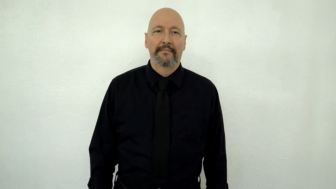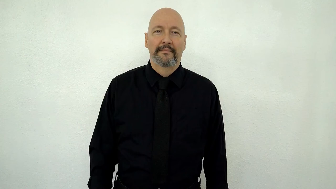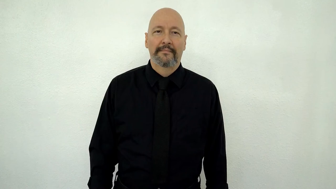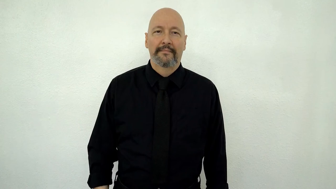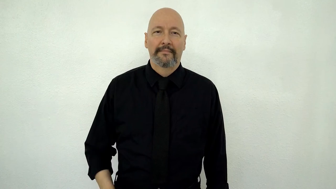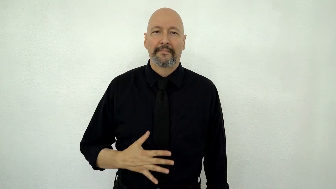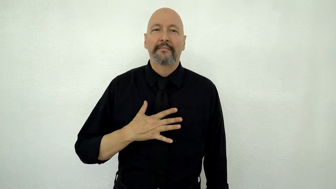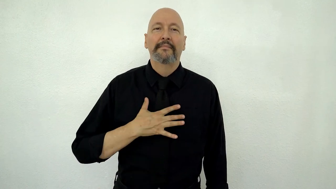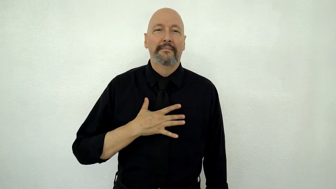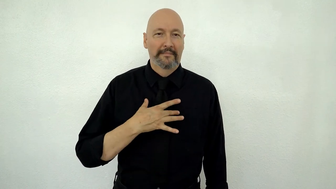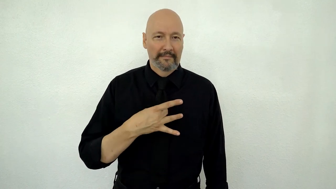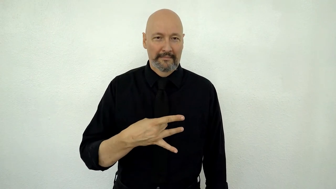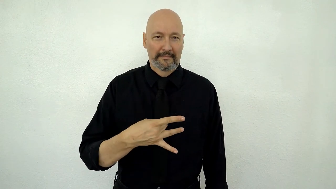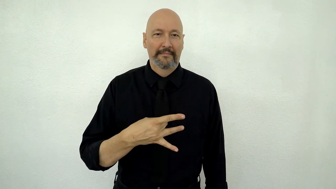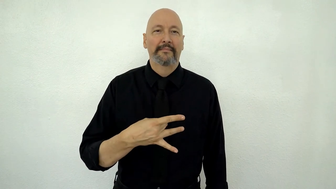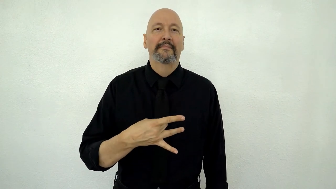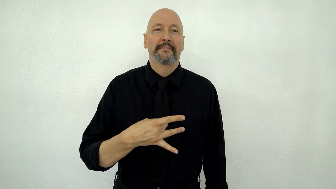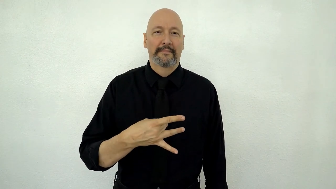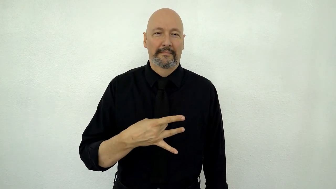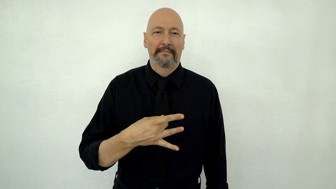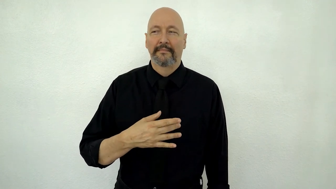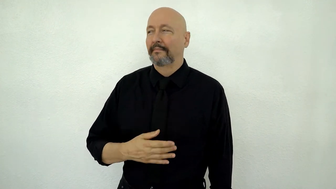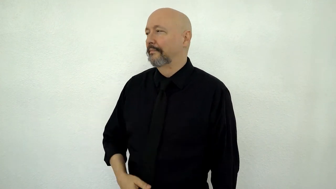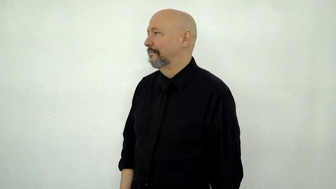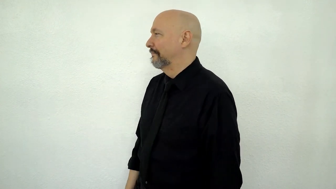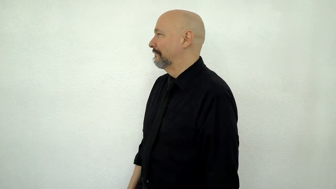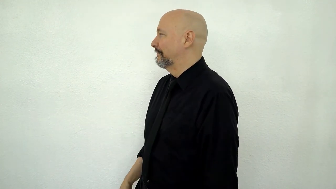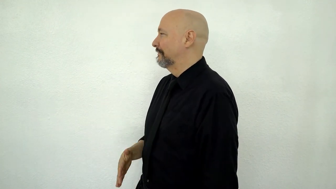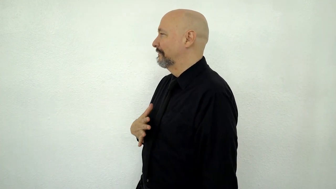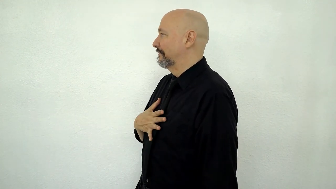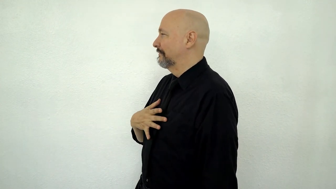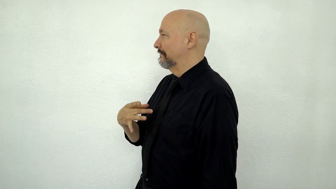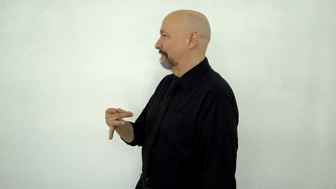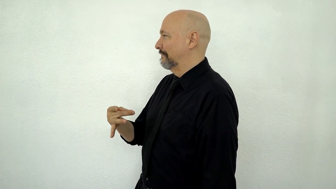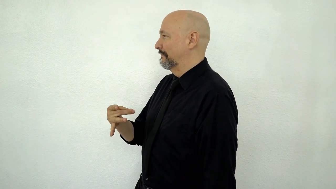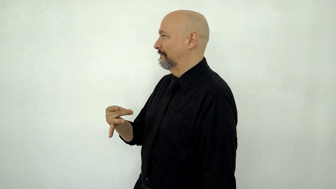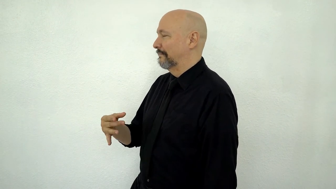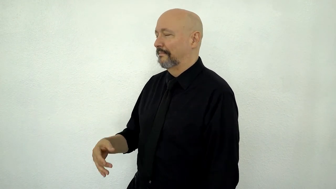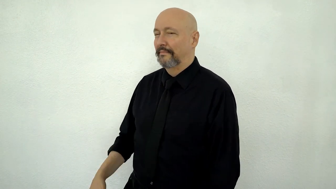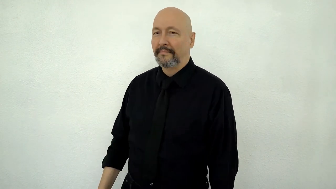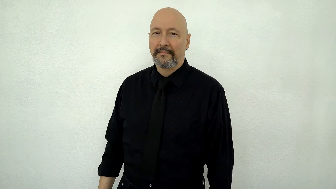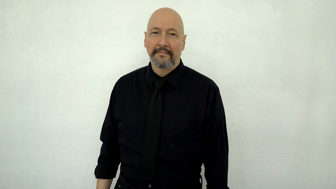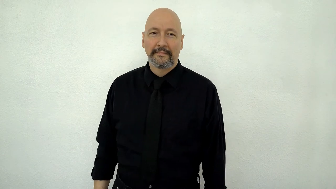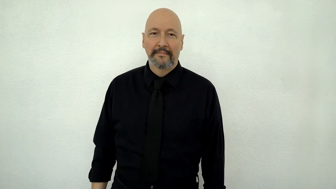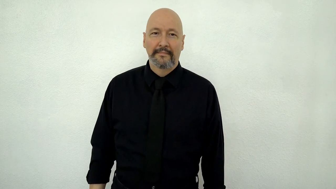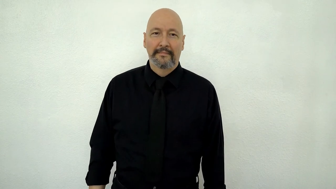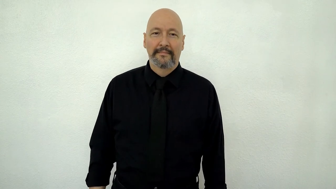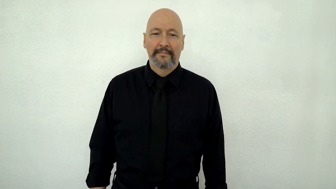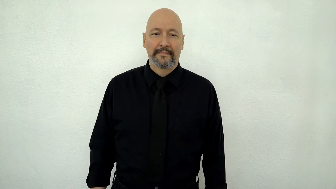LIKE-[front-and-side-view]